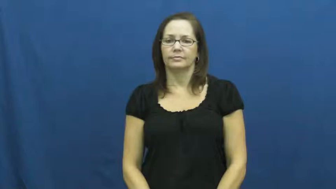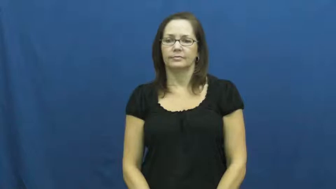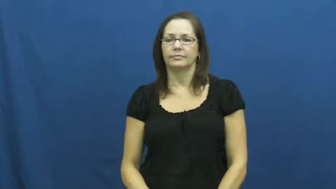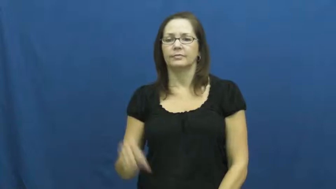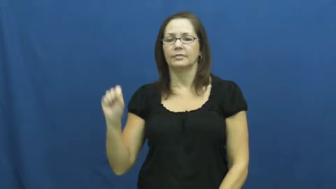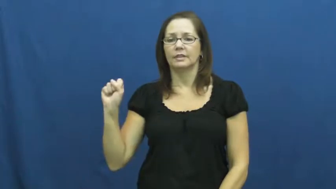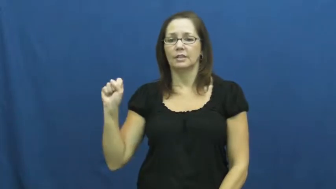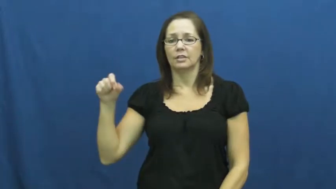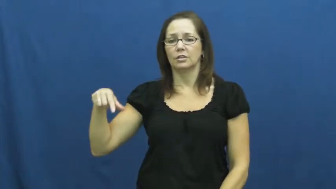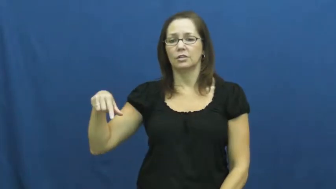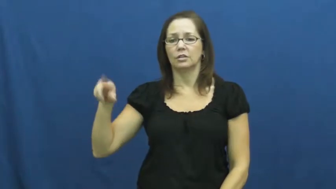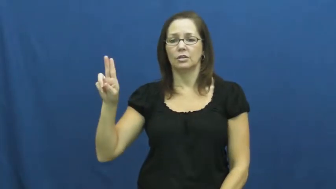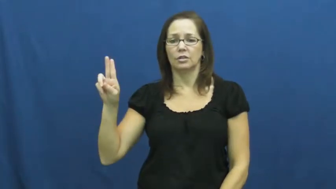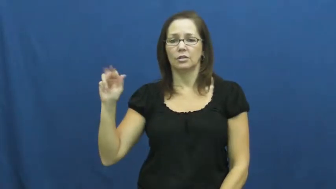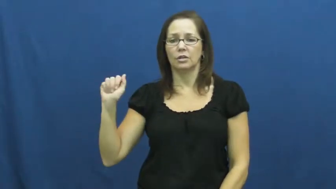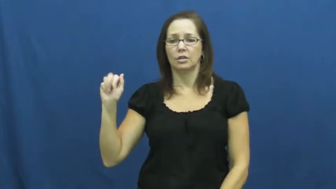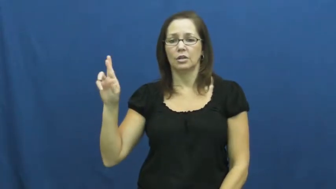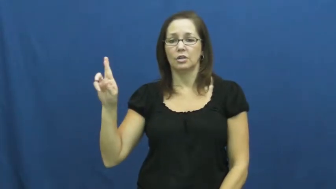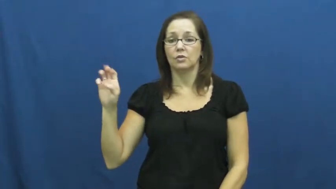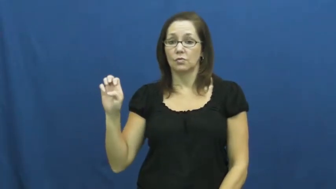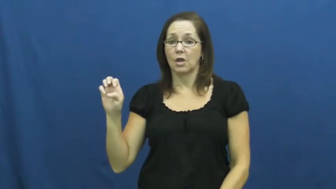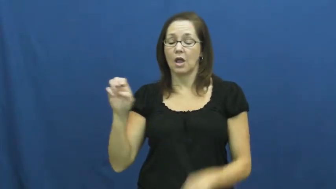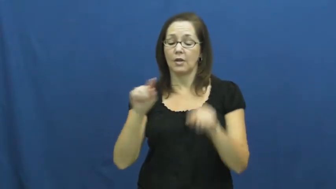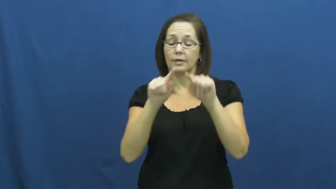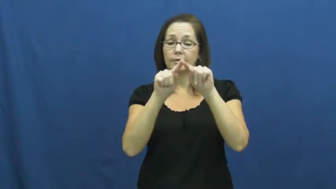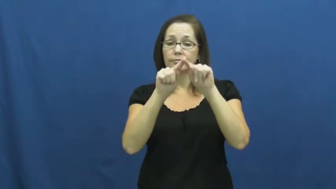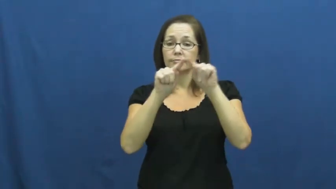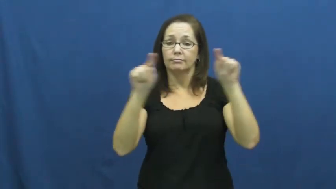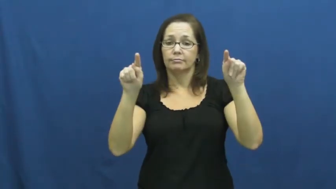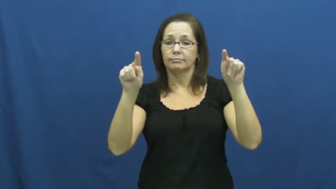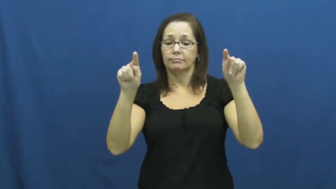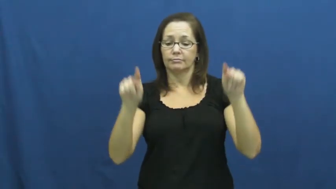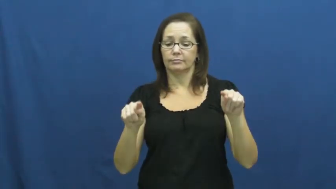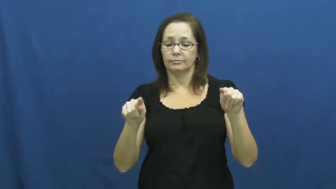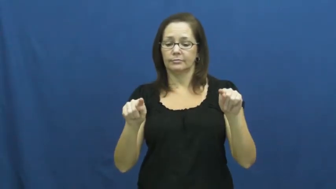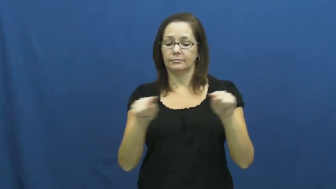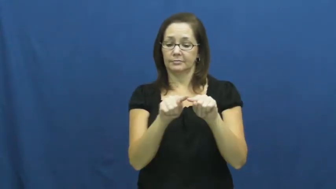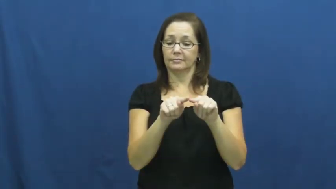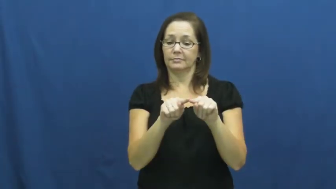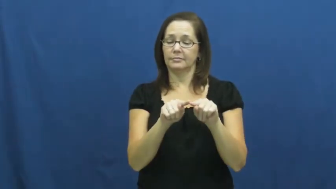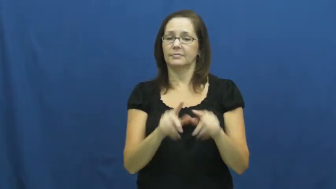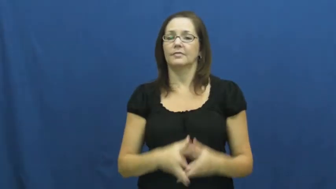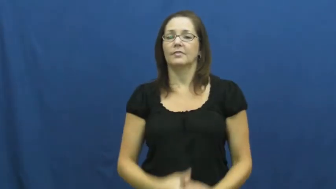square,foursquare-shape